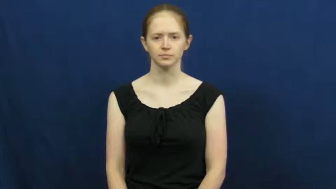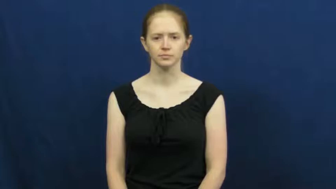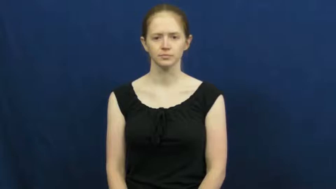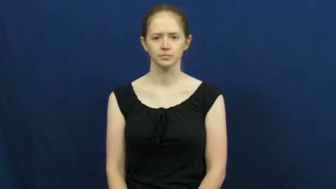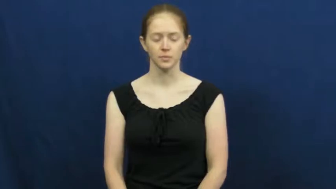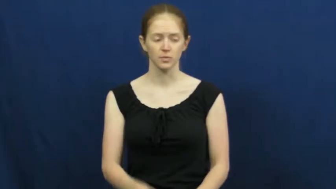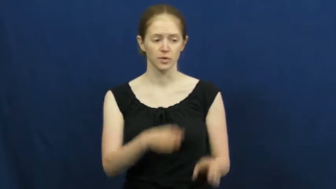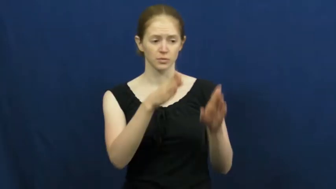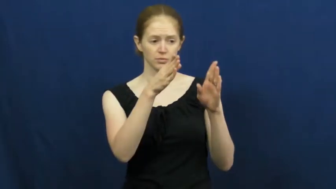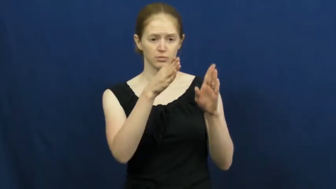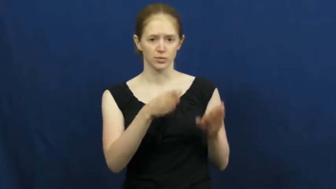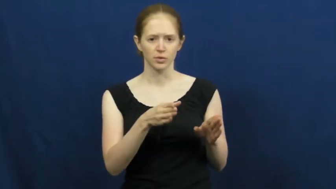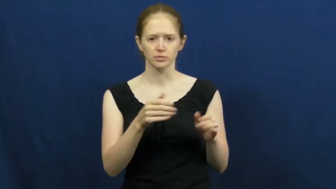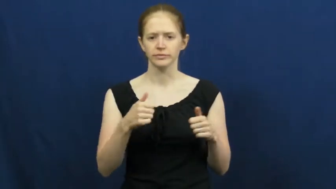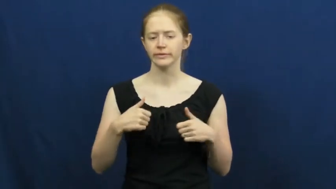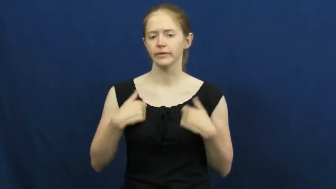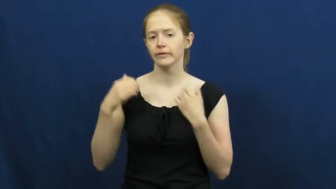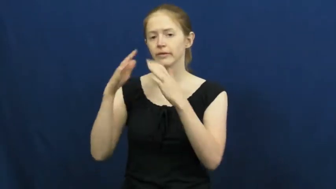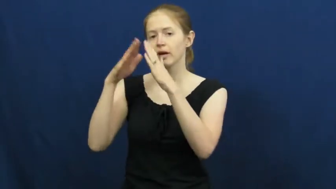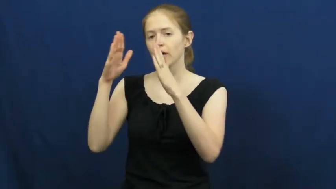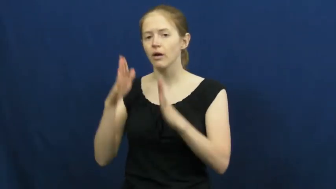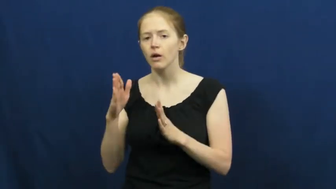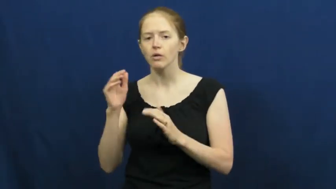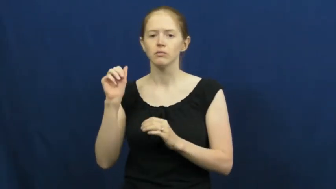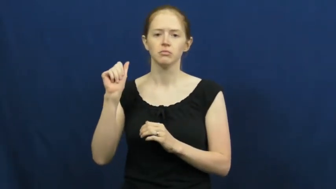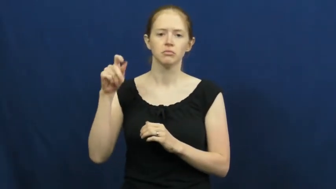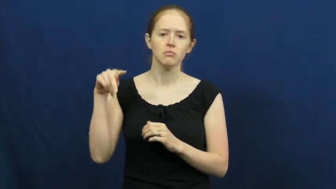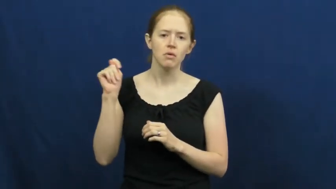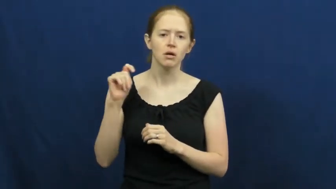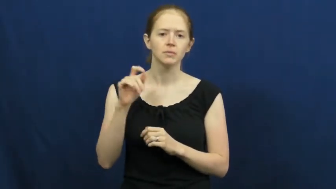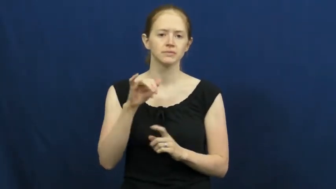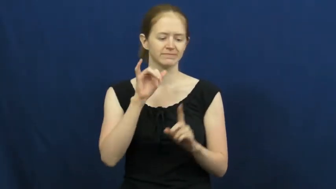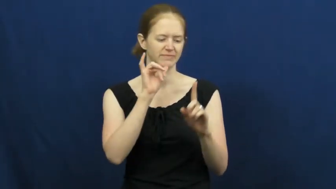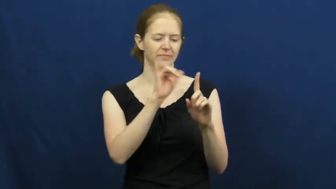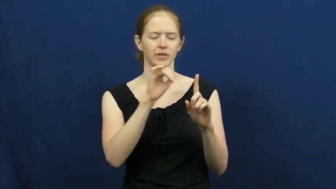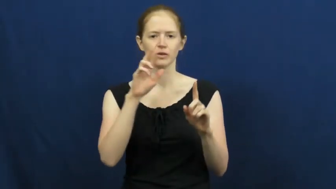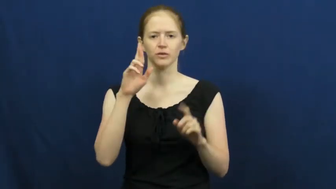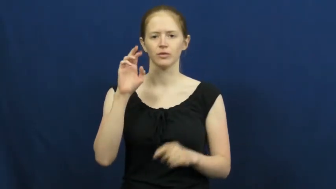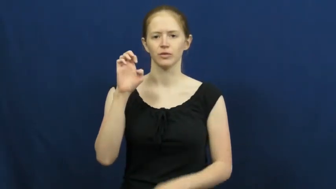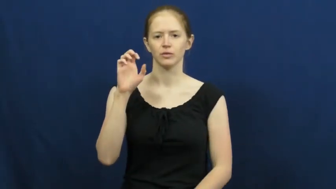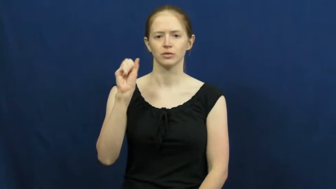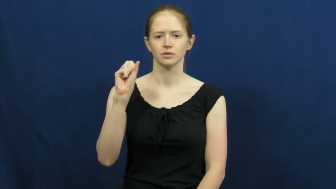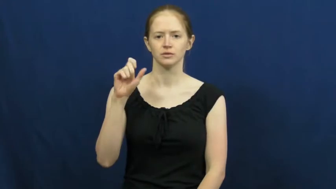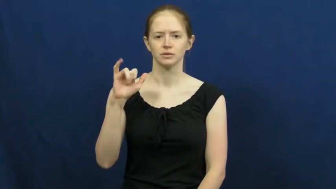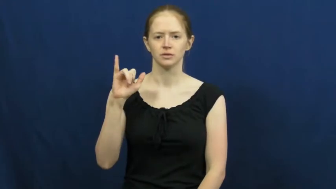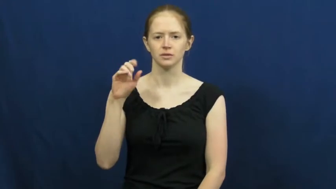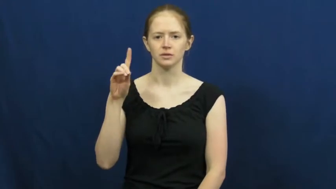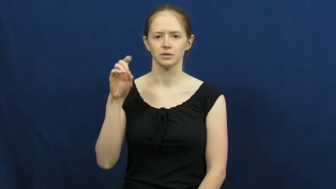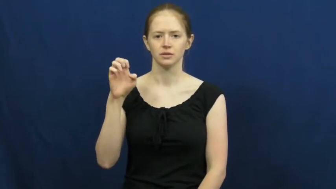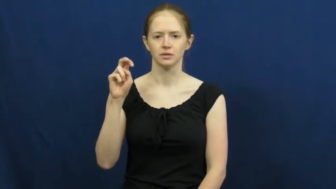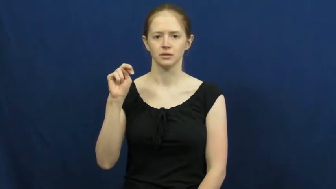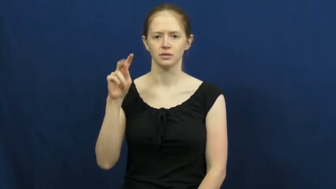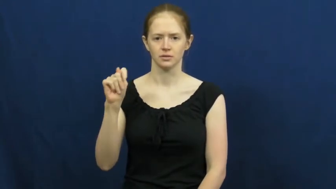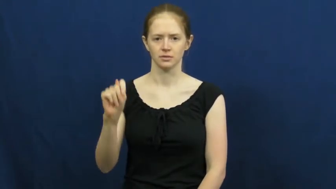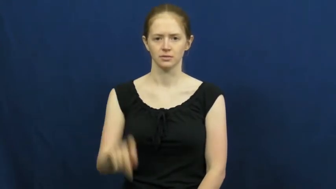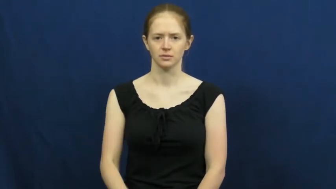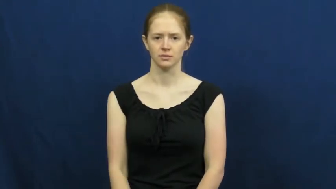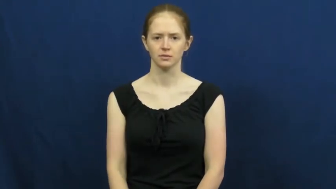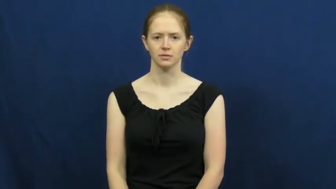resident